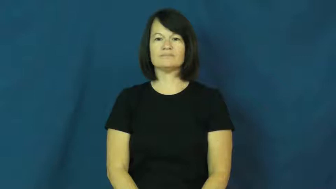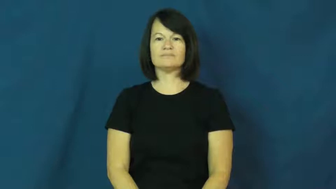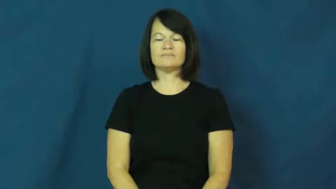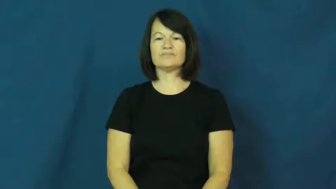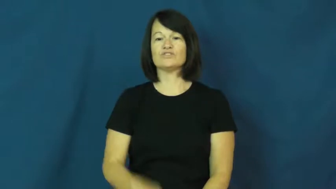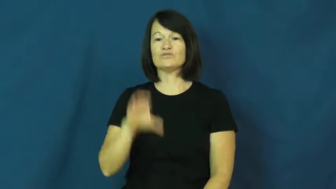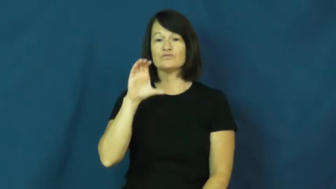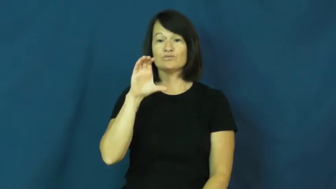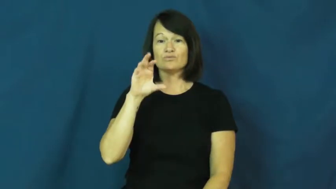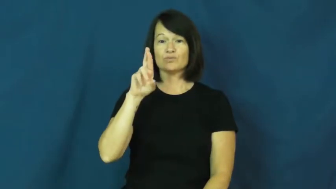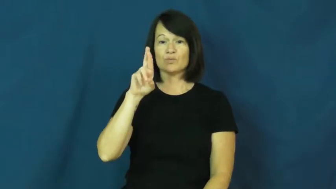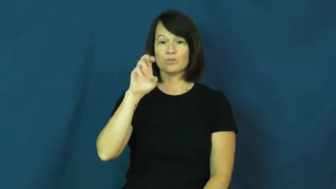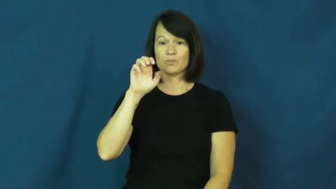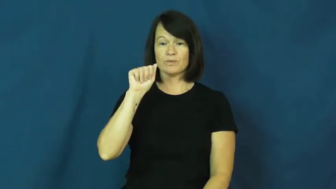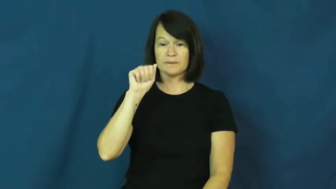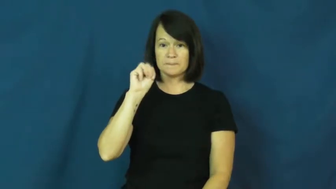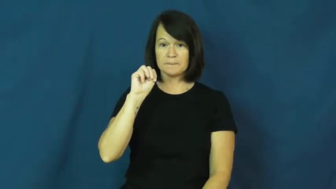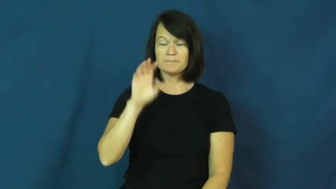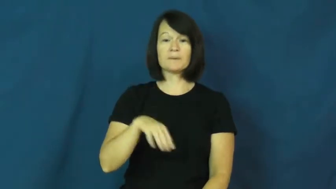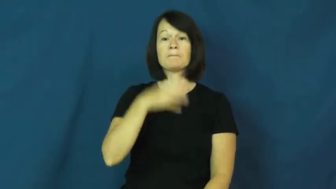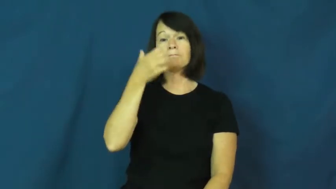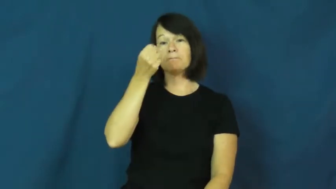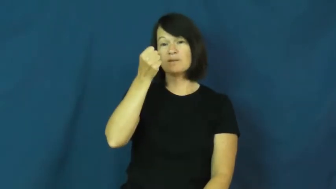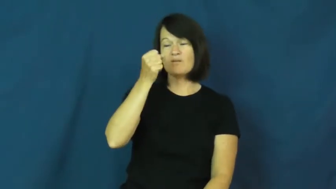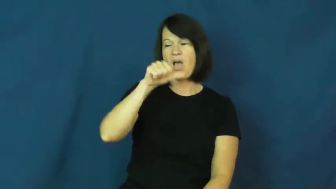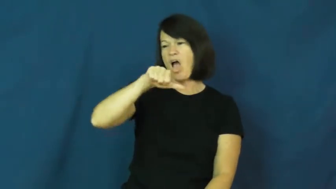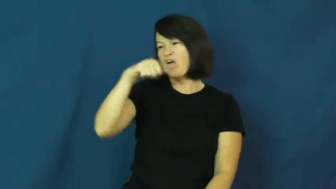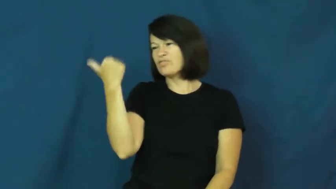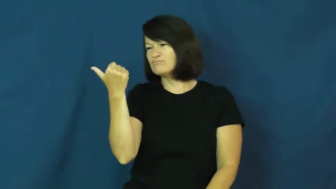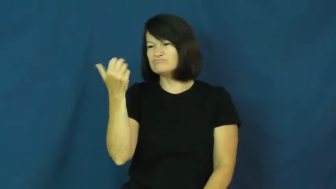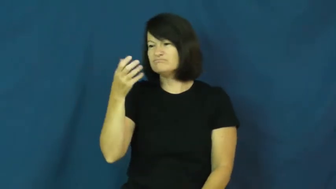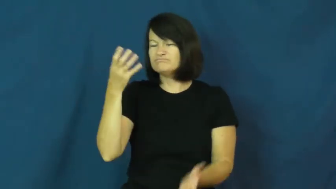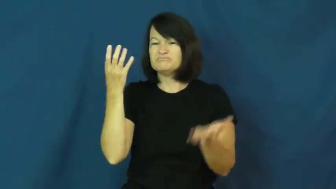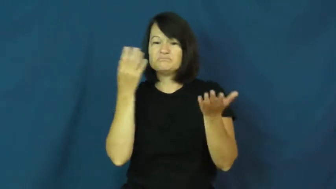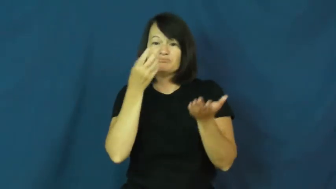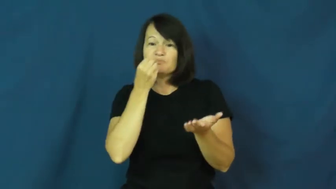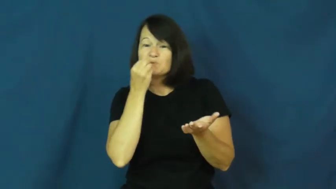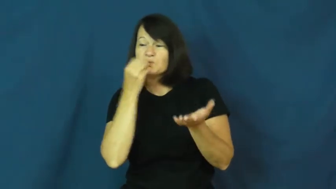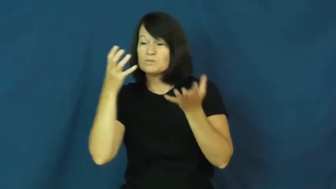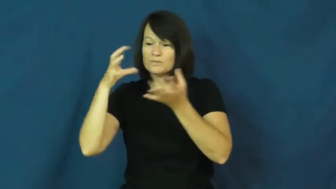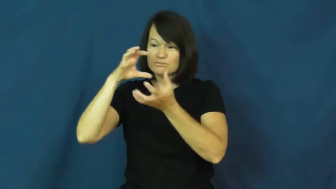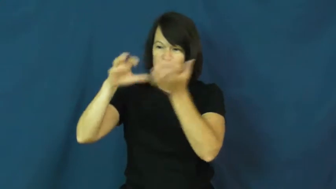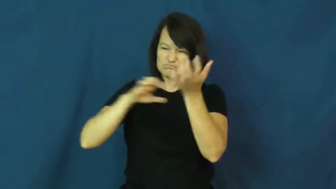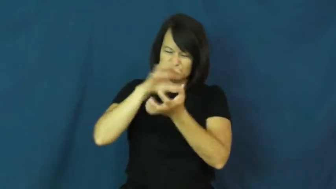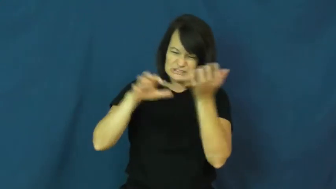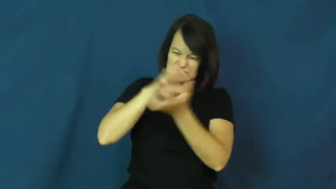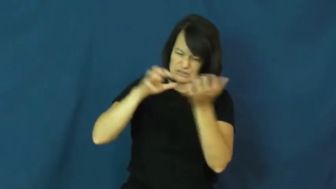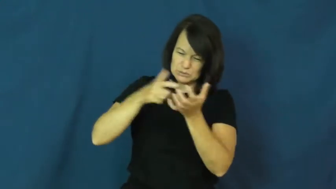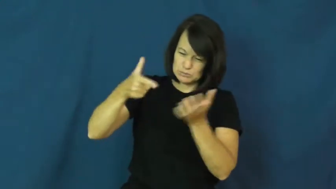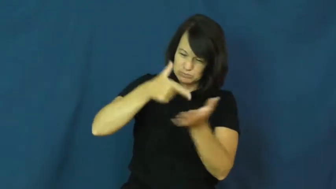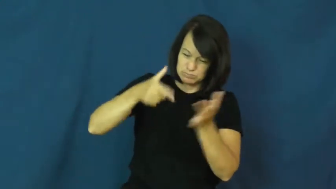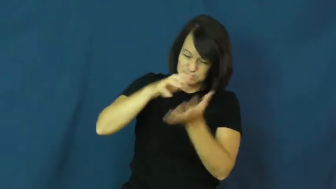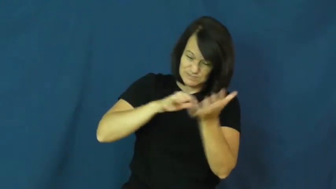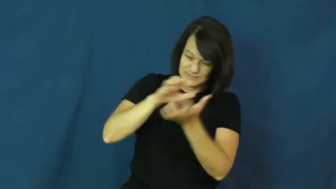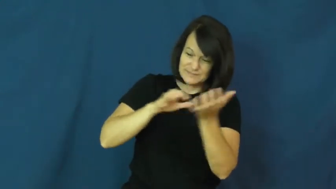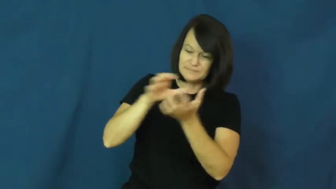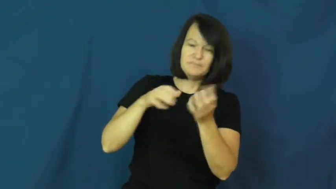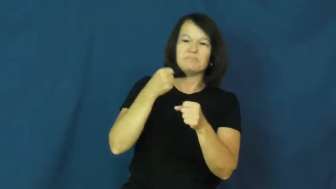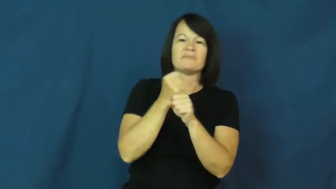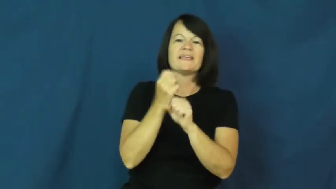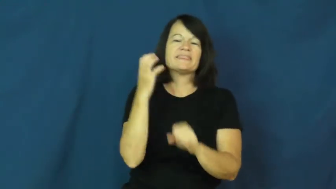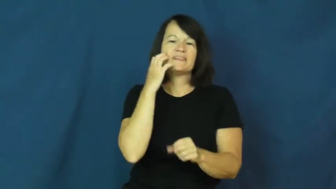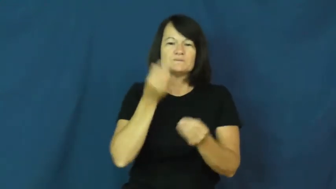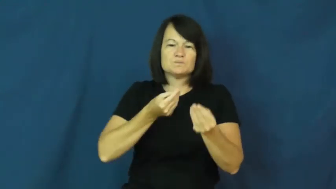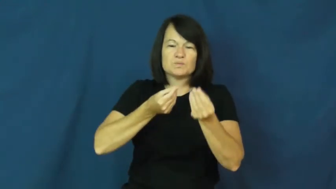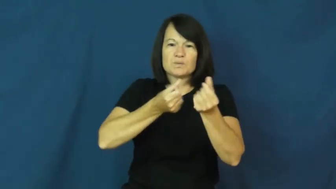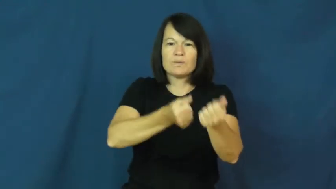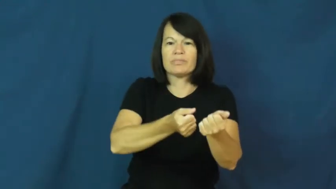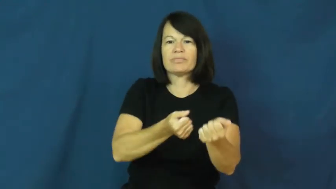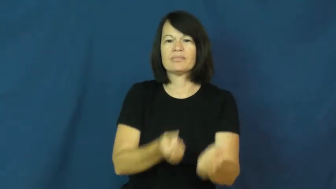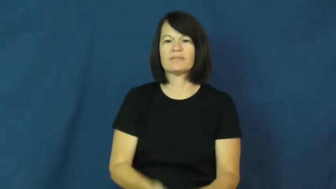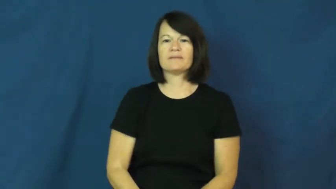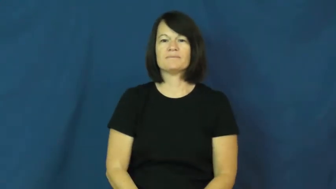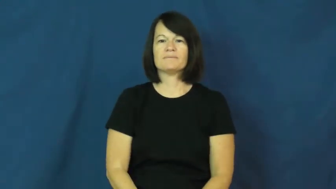cream-mix